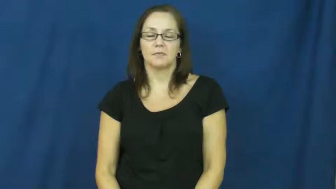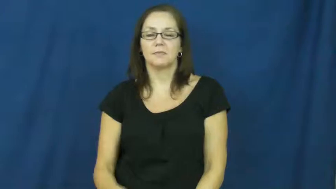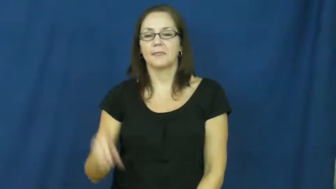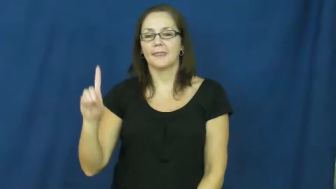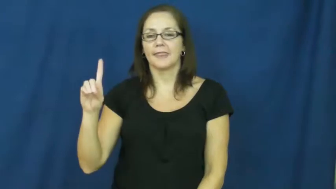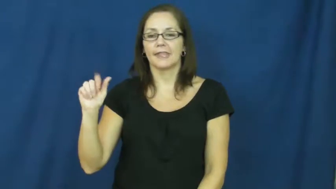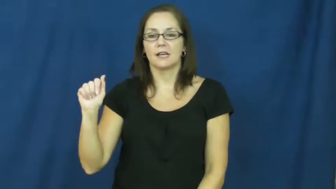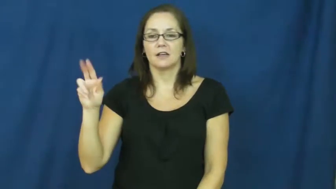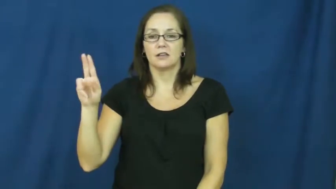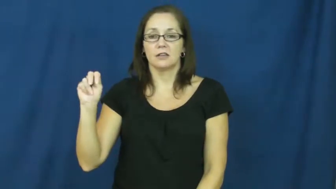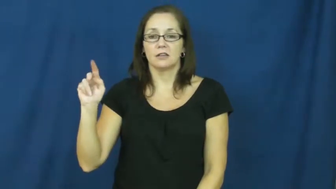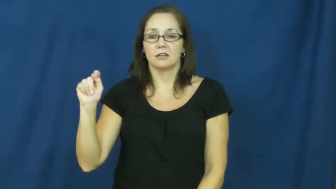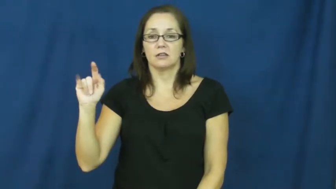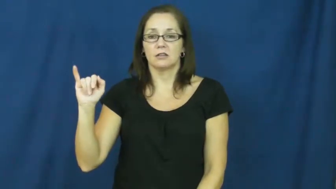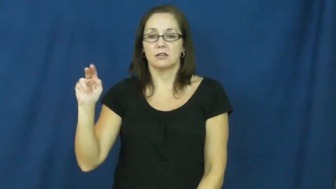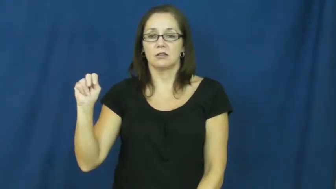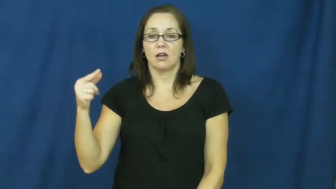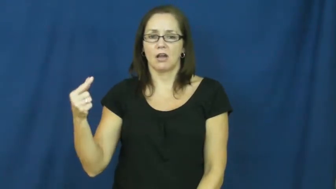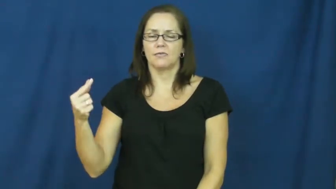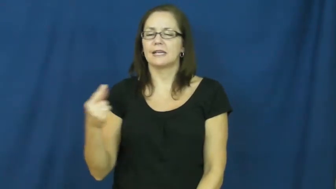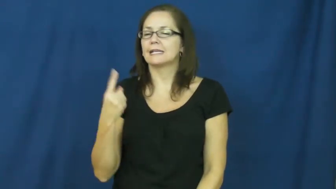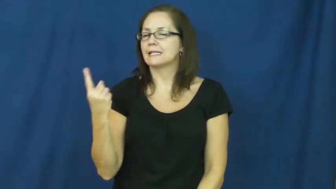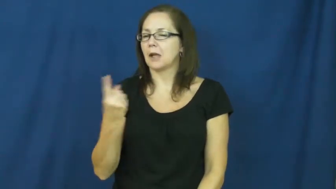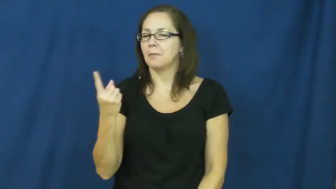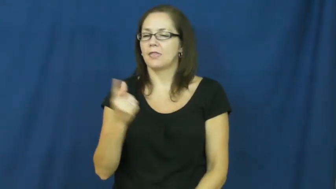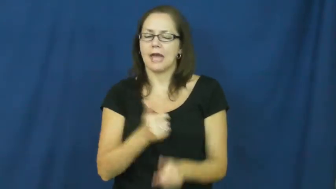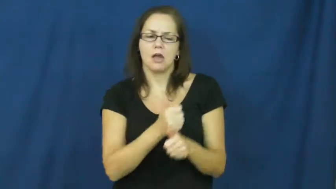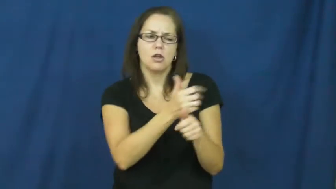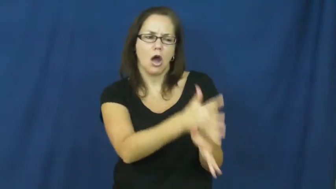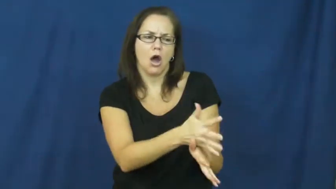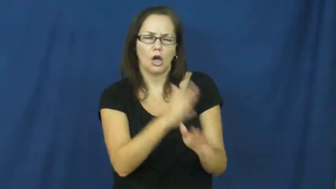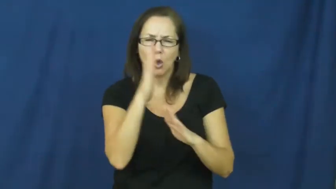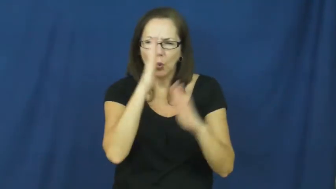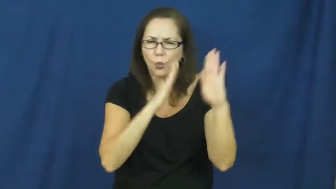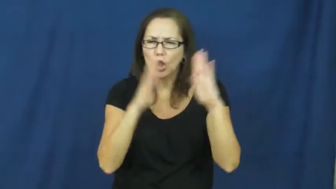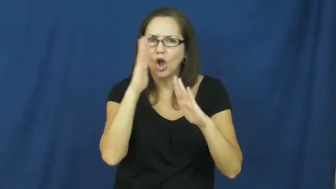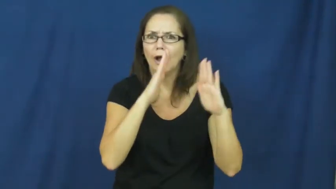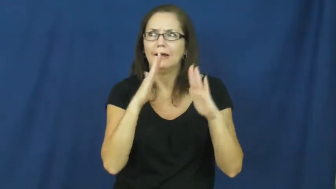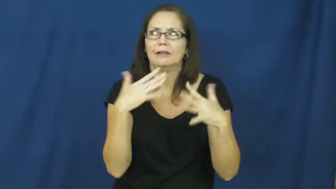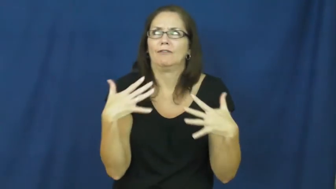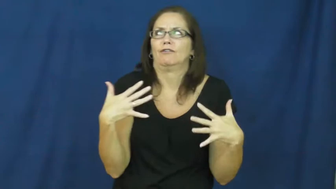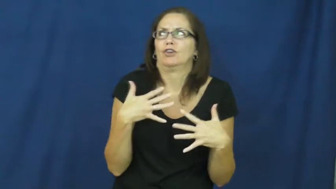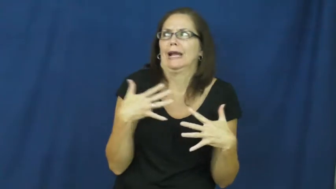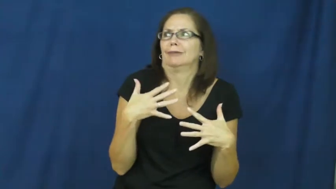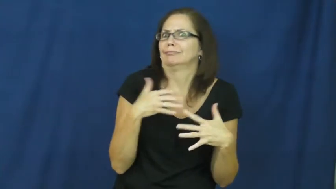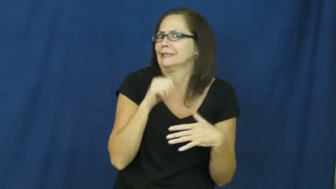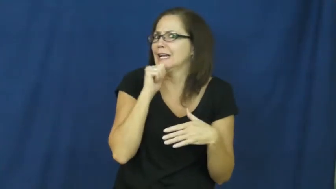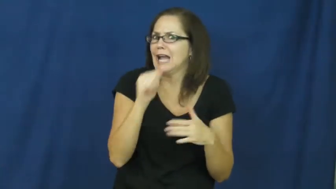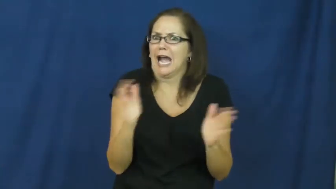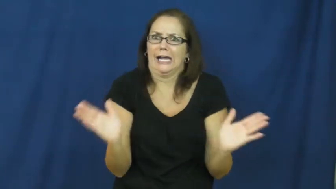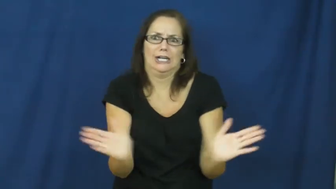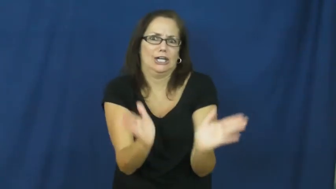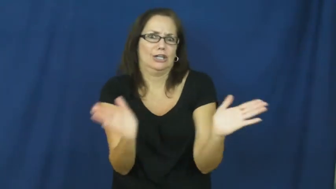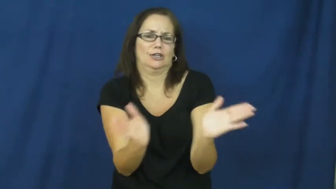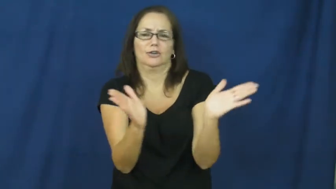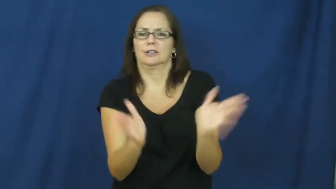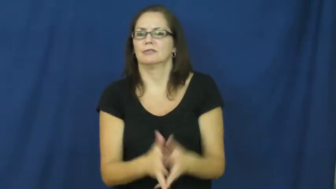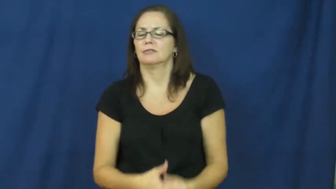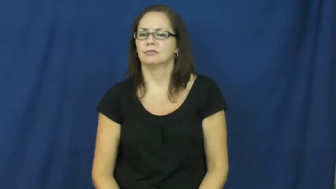daunting